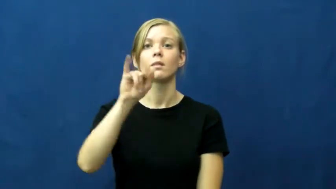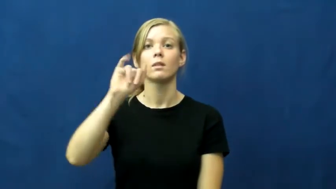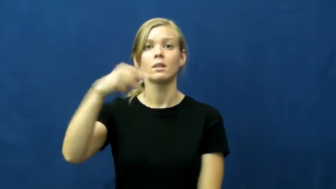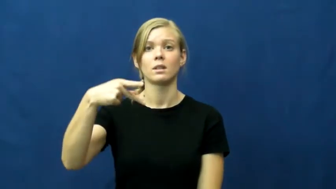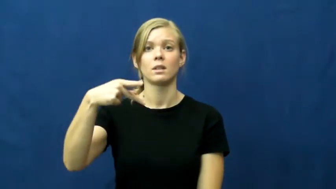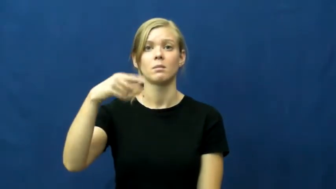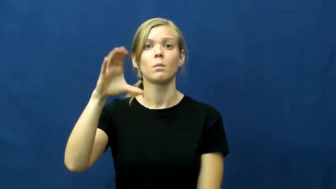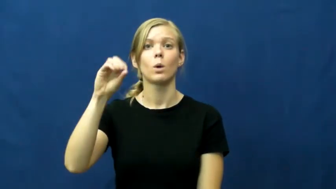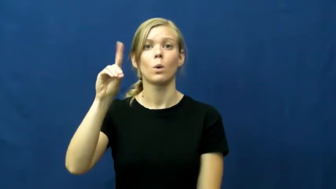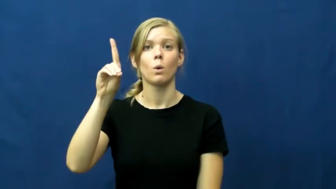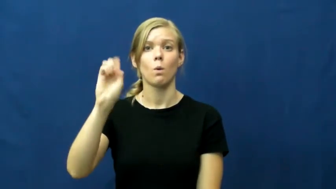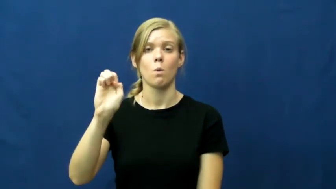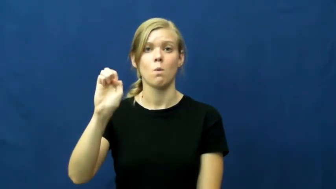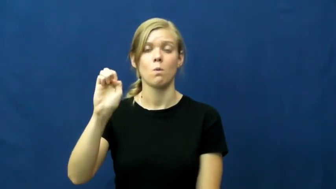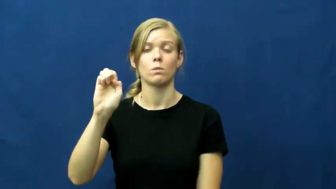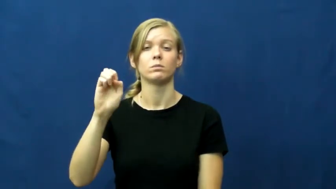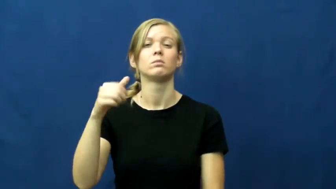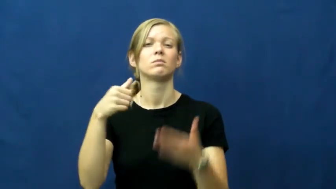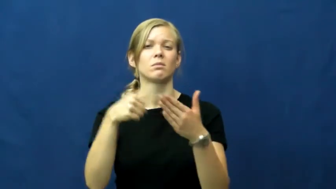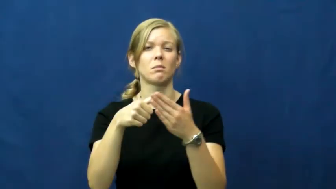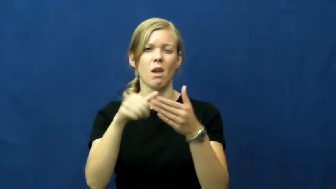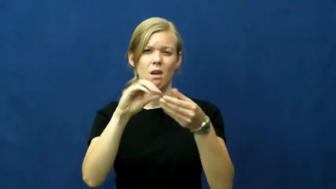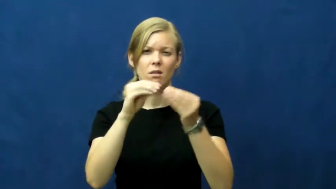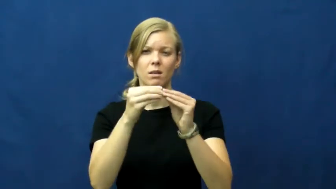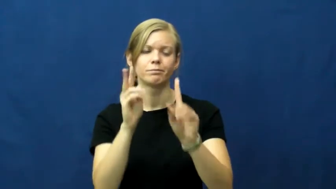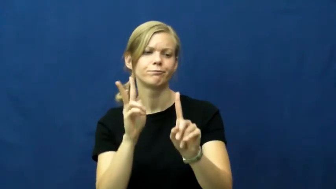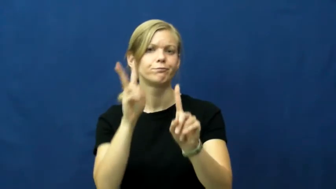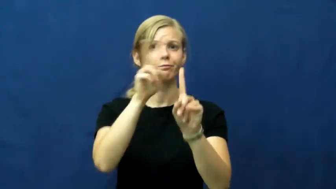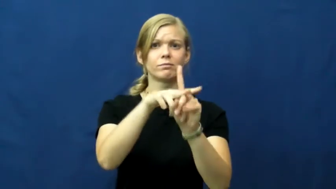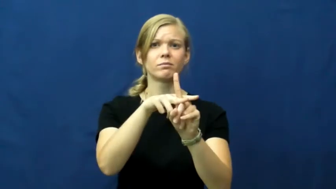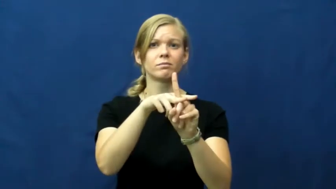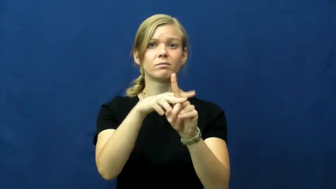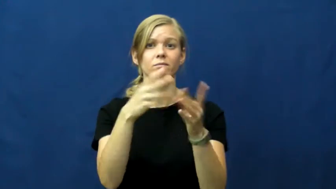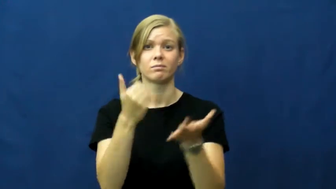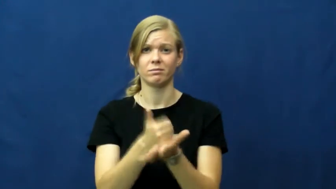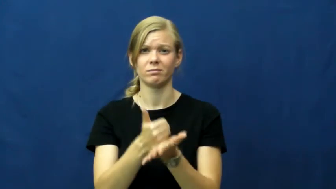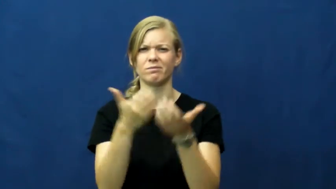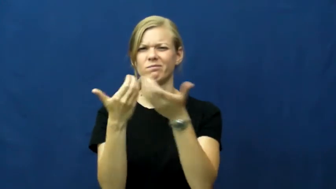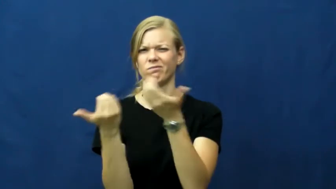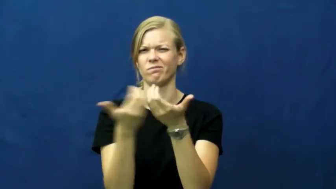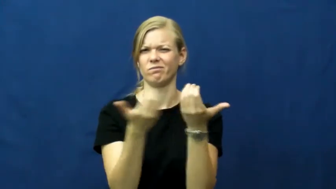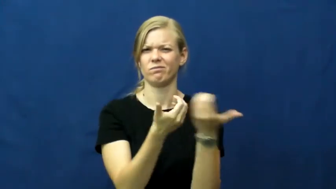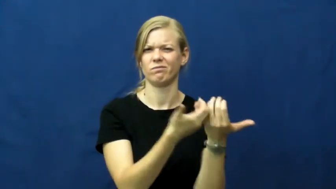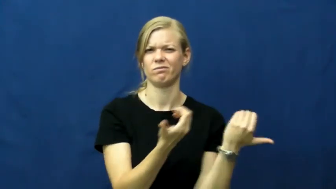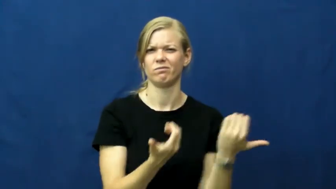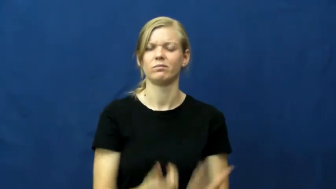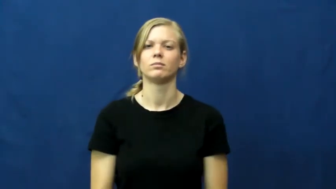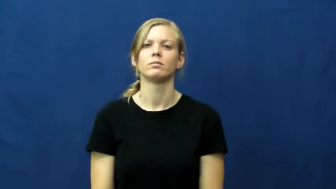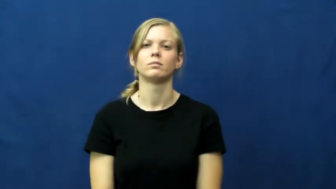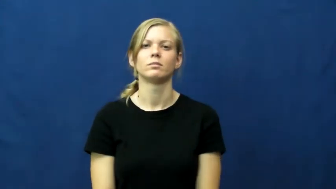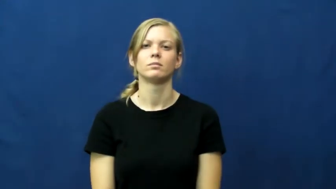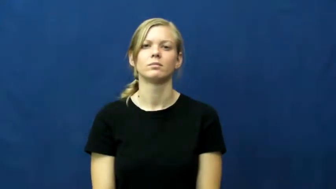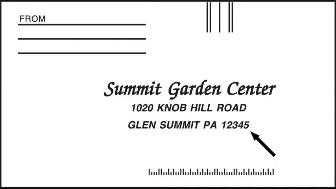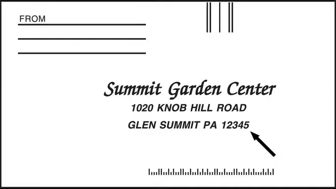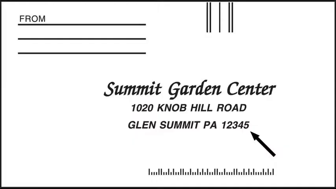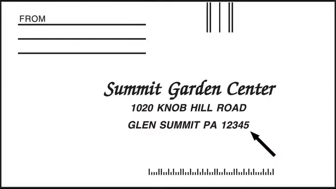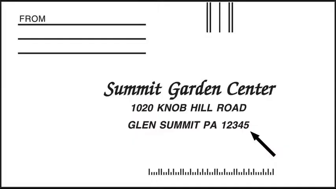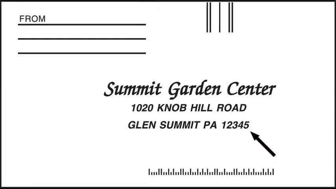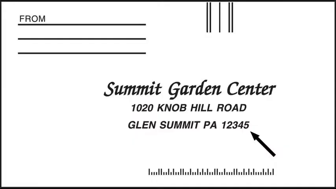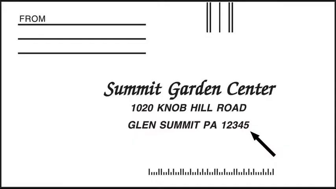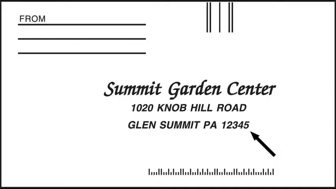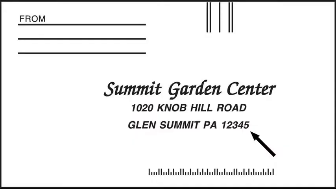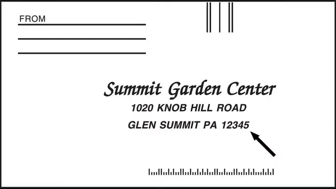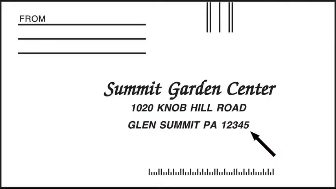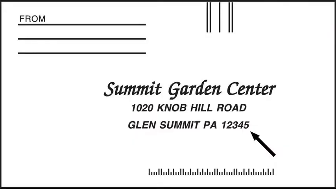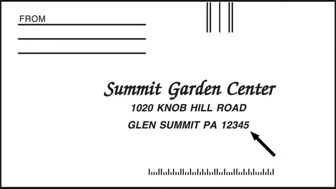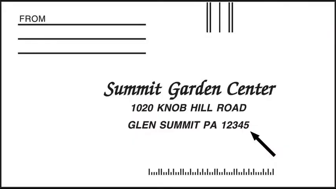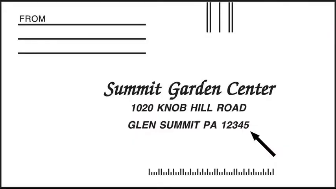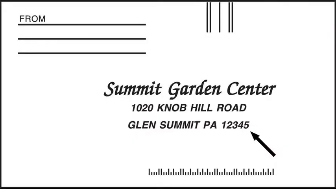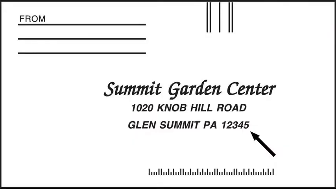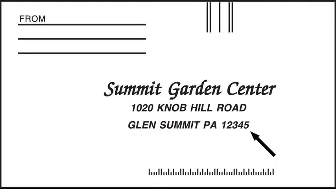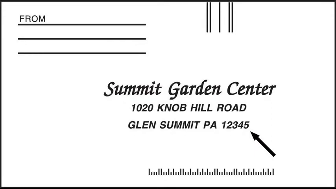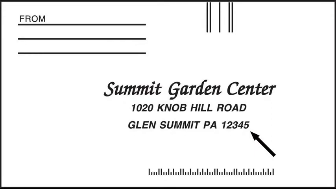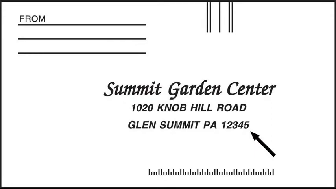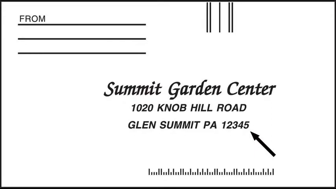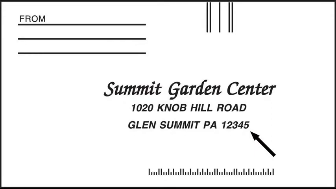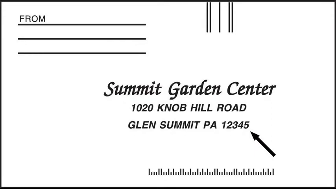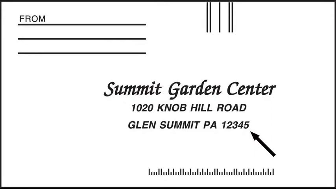zip code,postcode